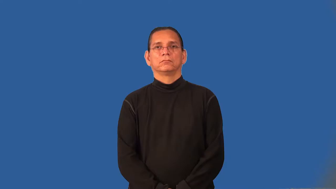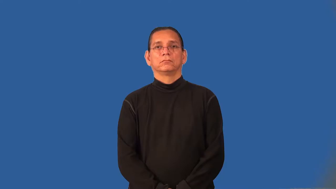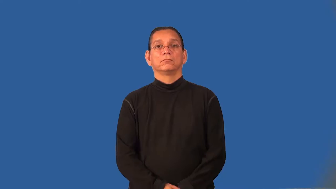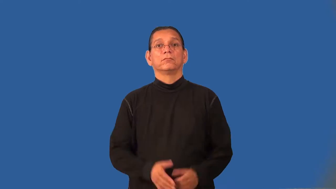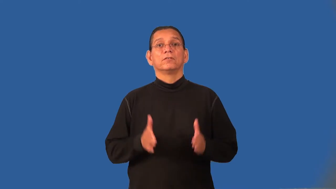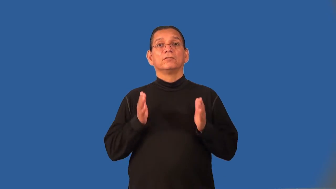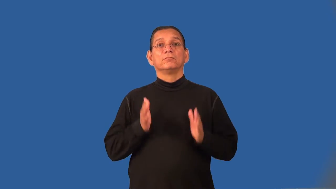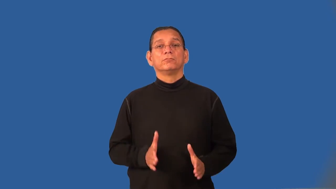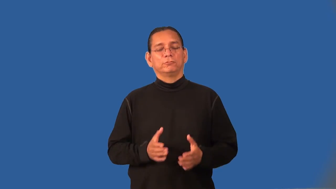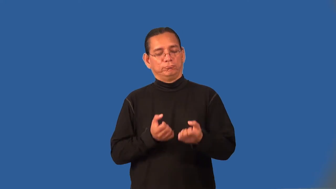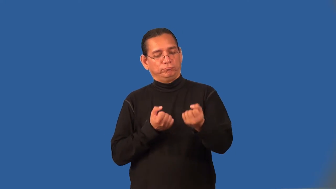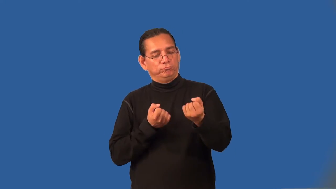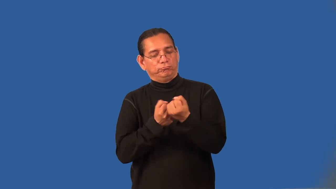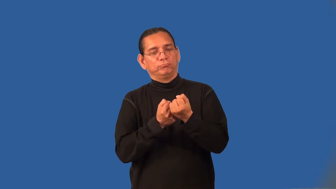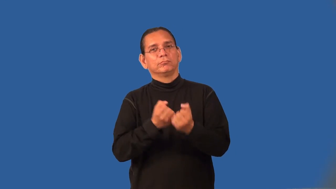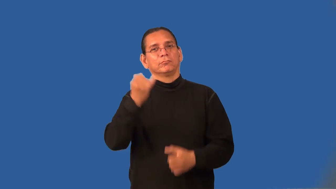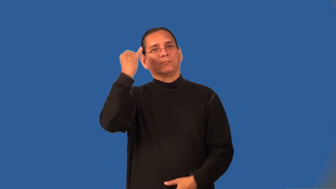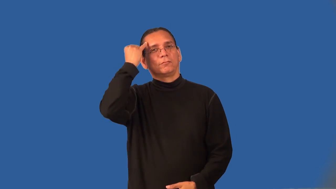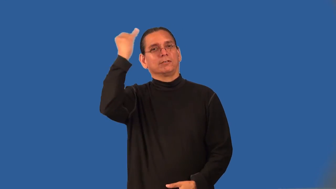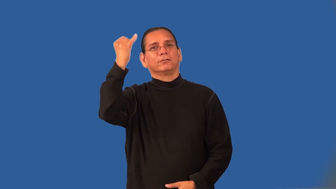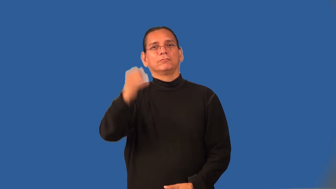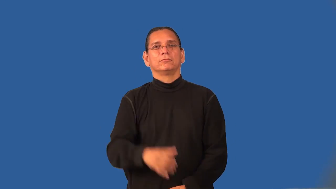ideologist